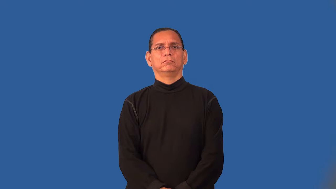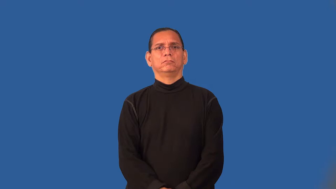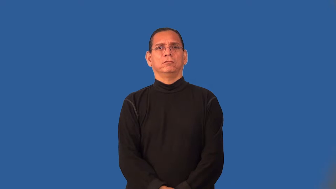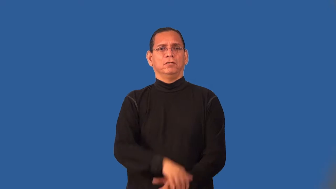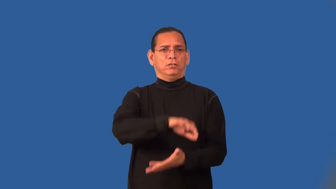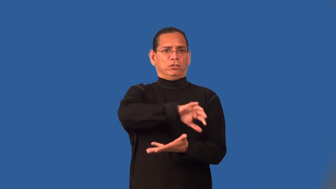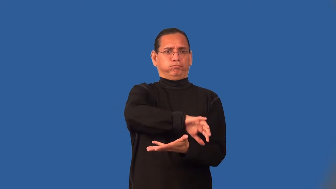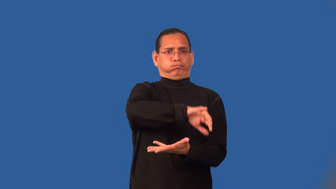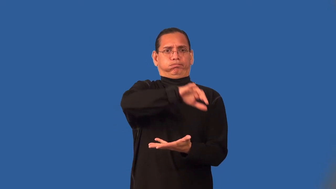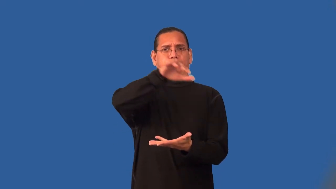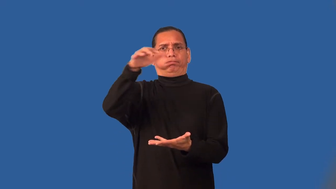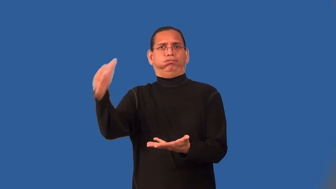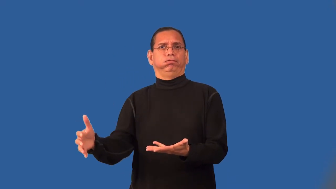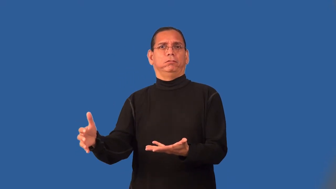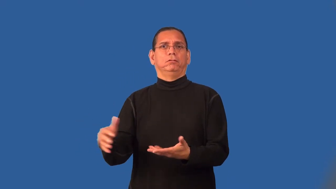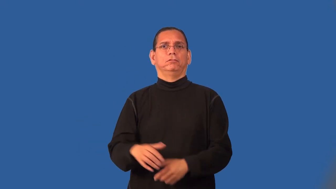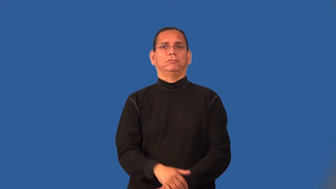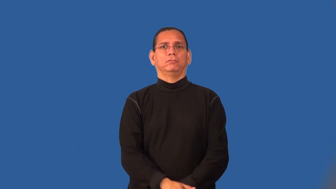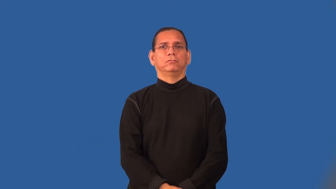rife-abundant